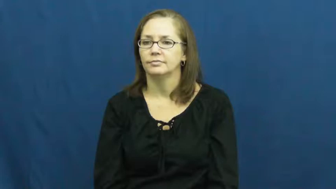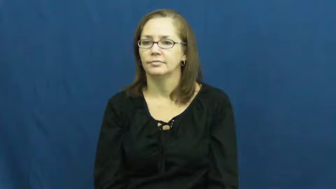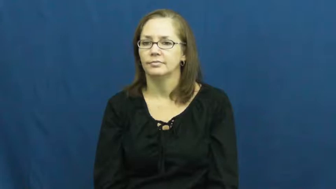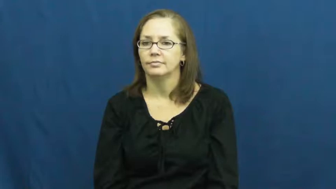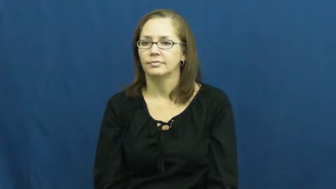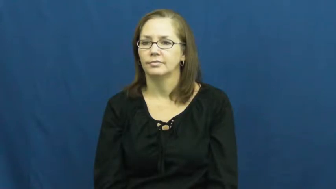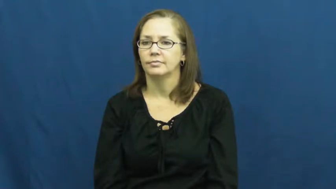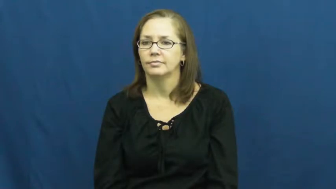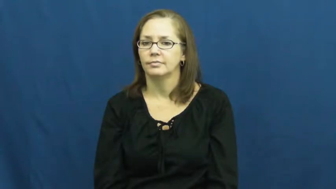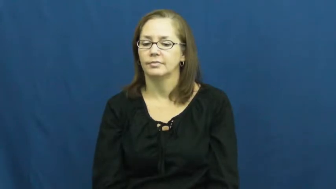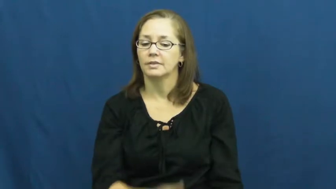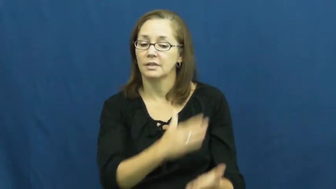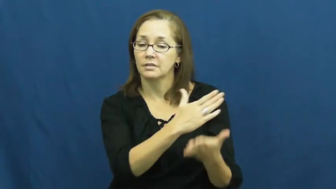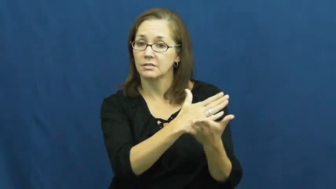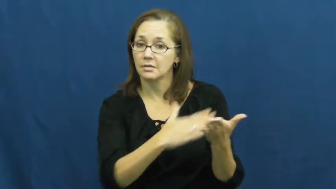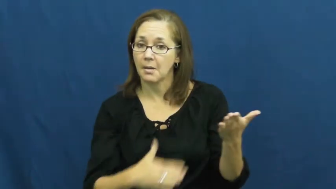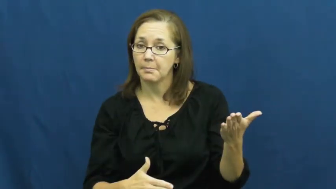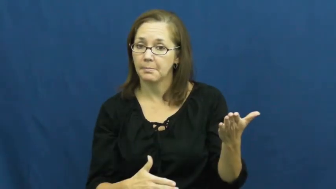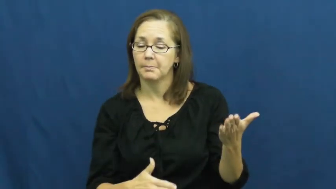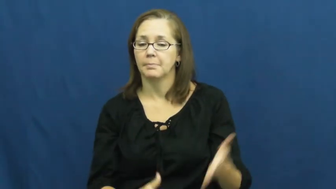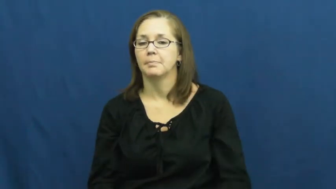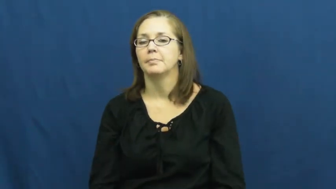some